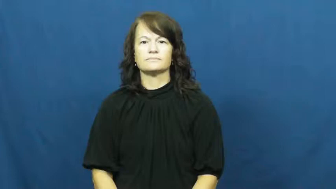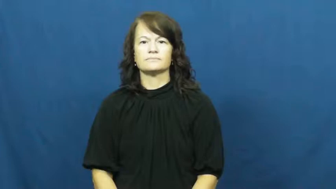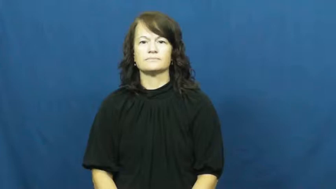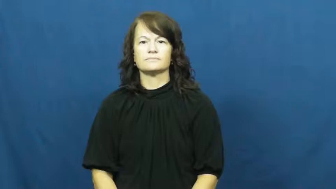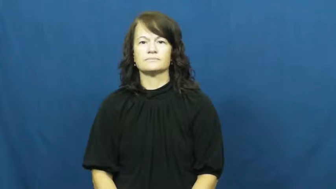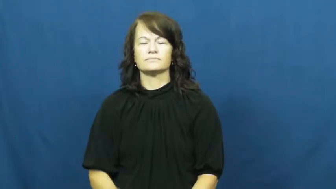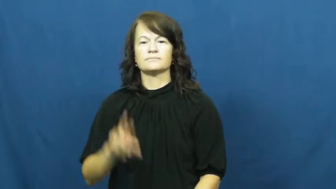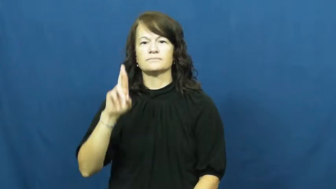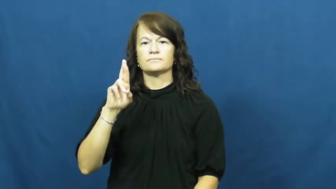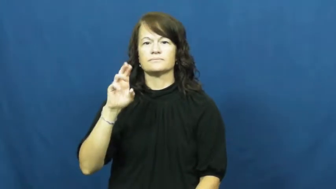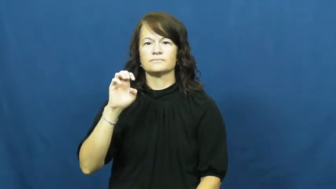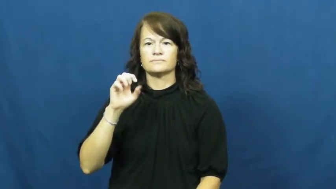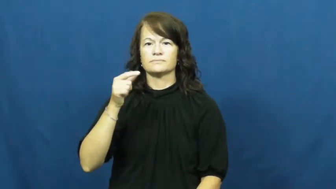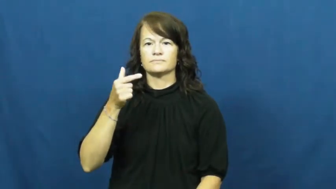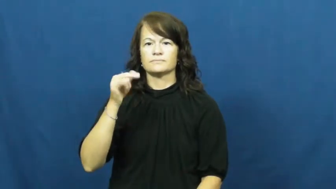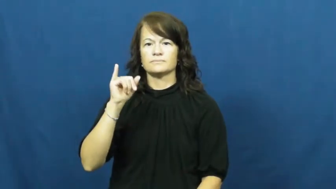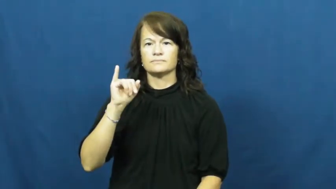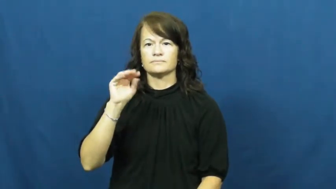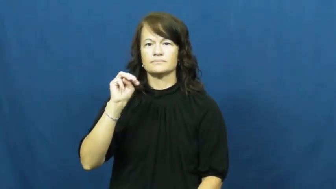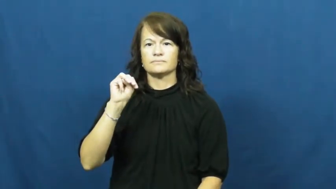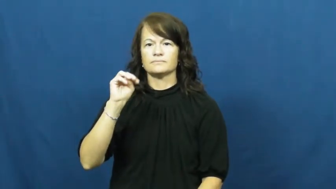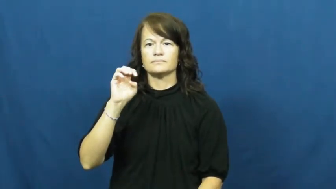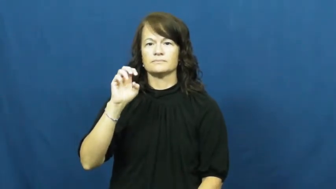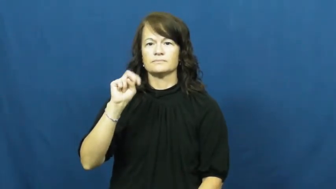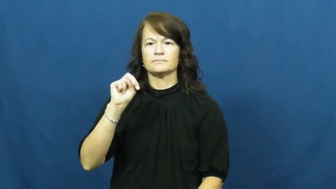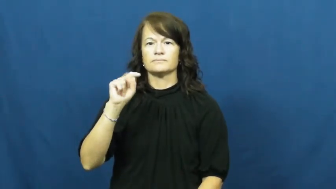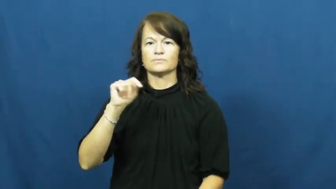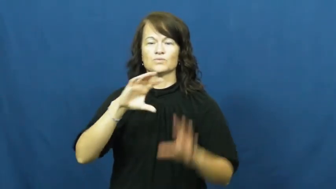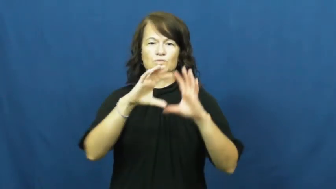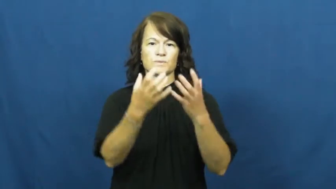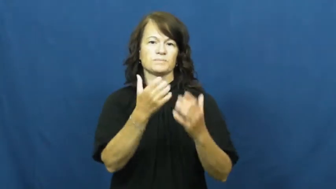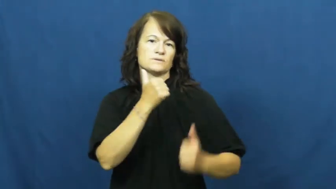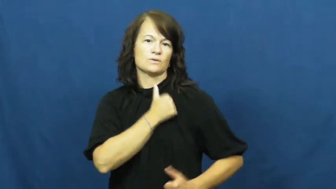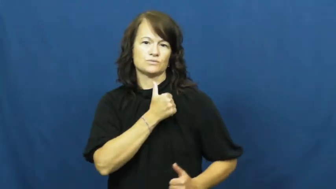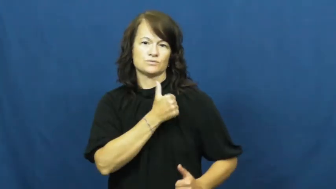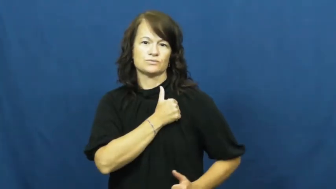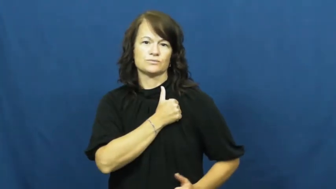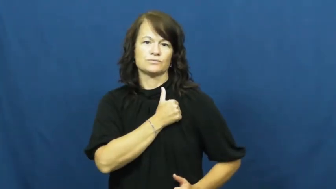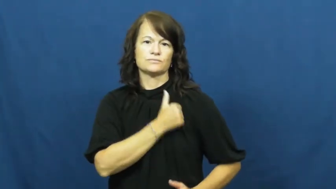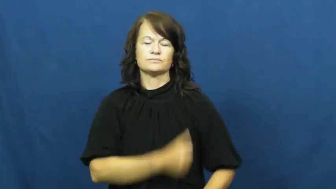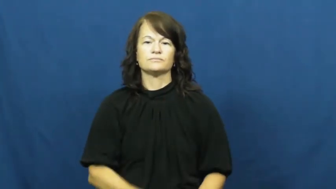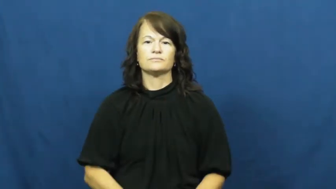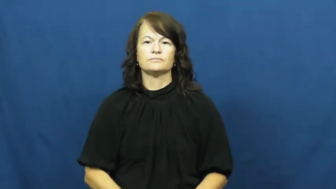regiment